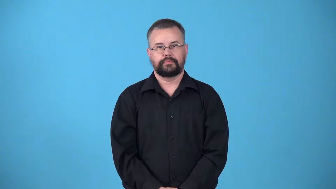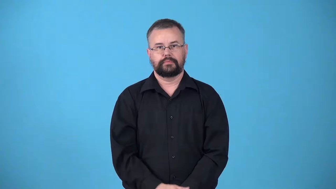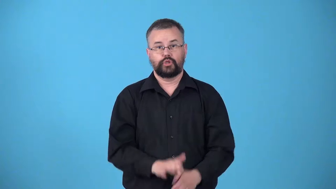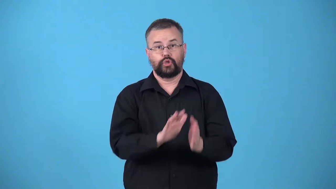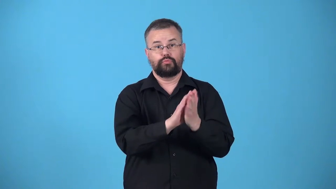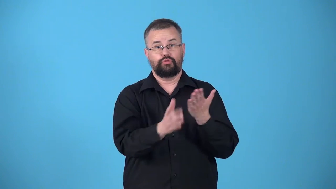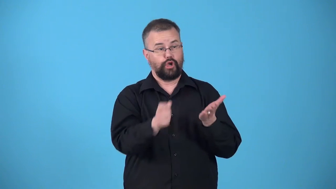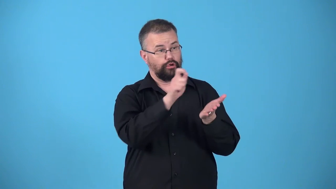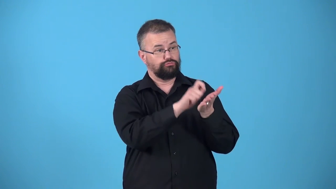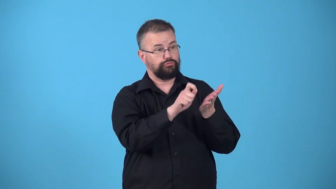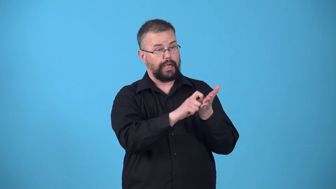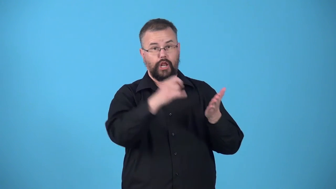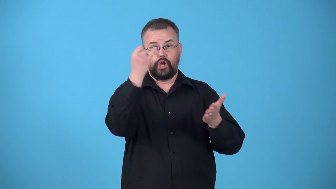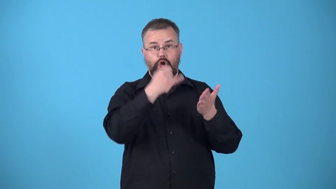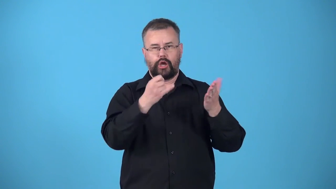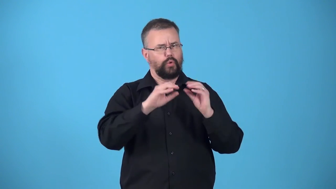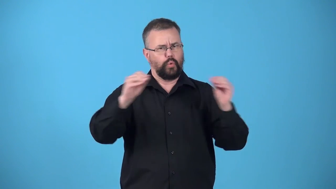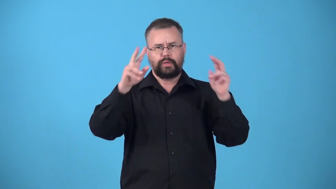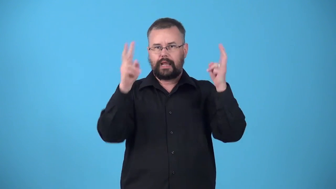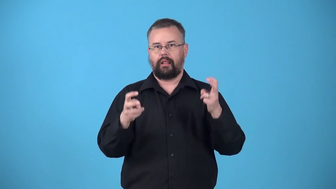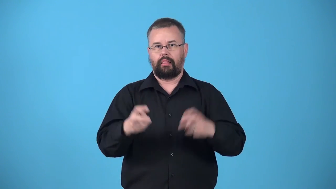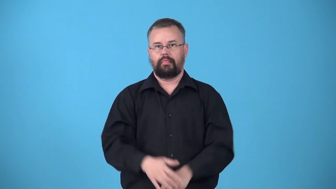untitled